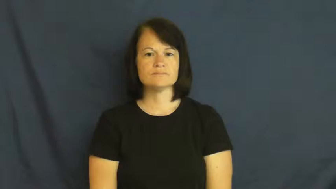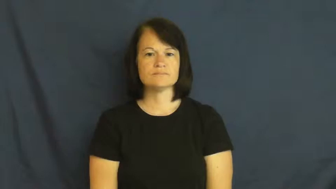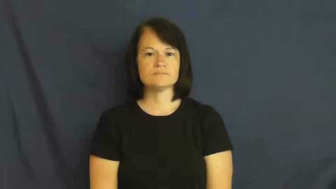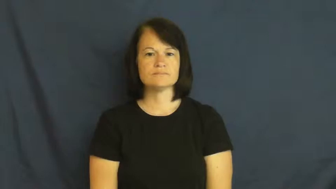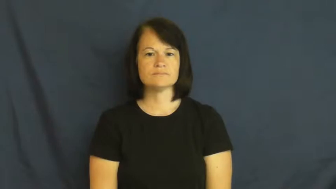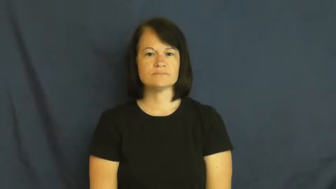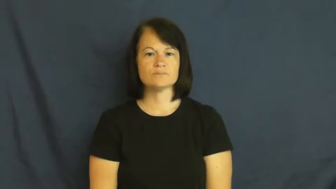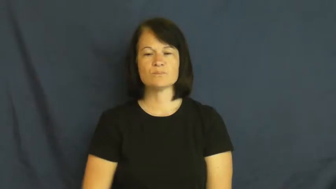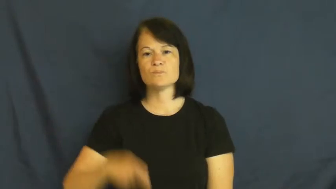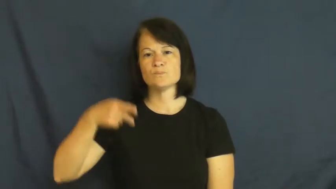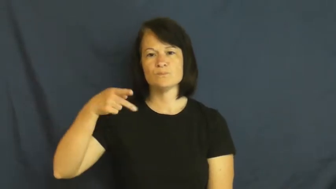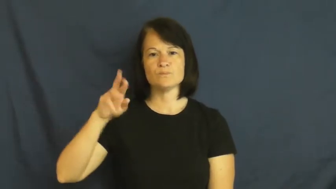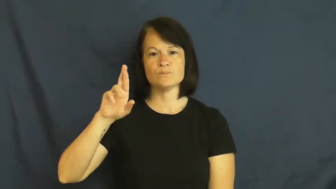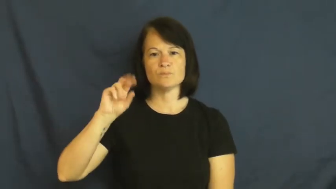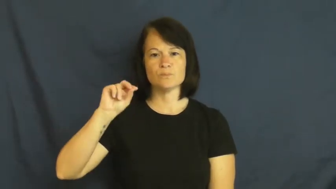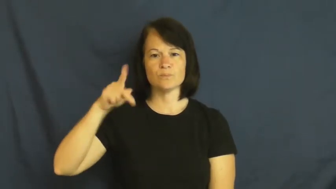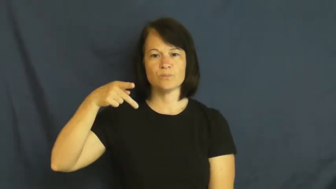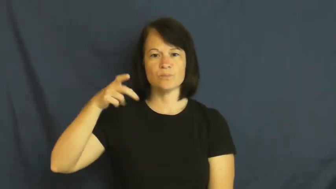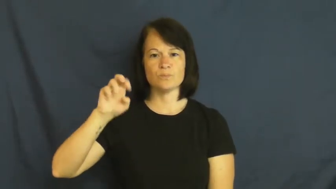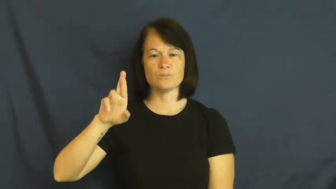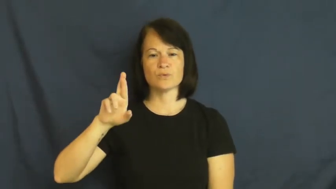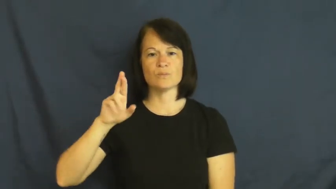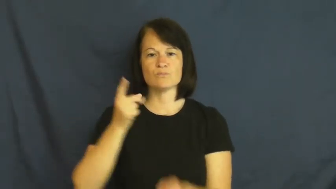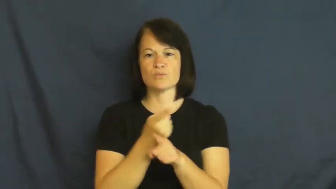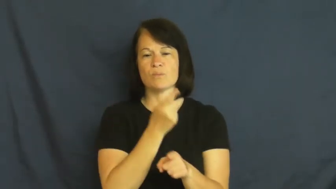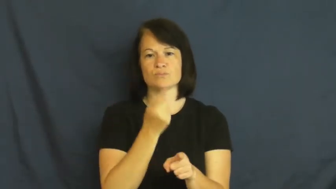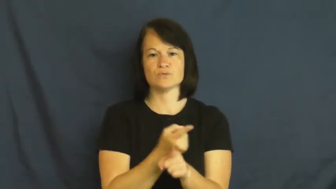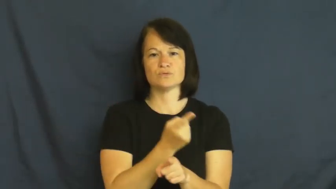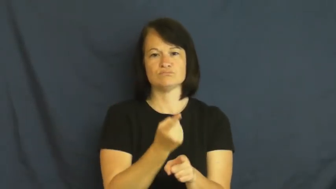proper